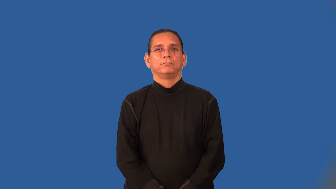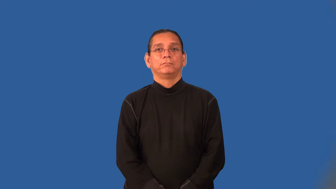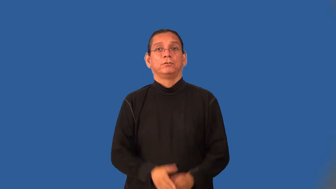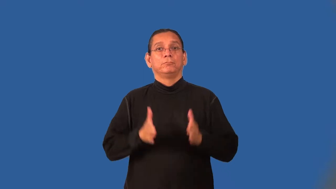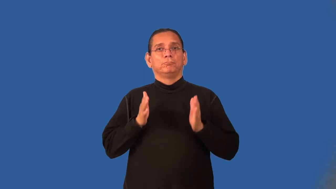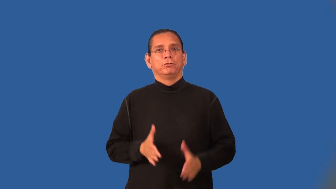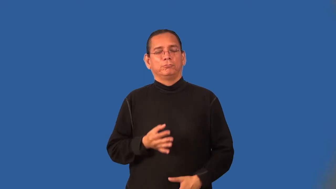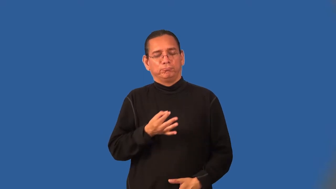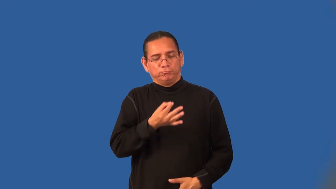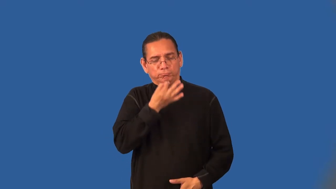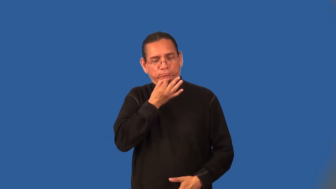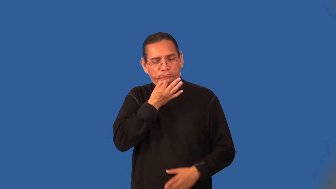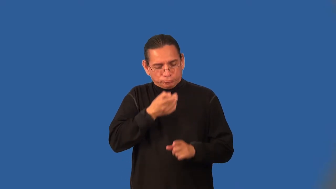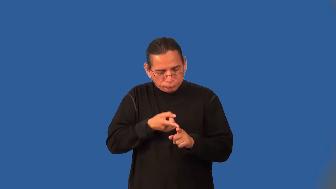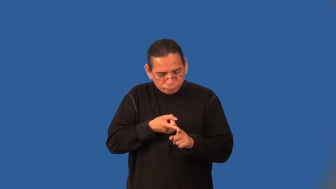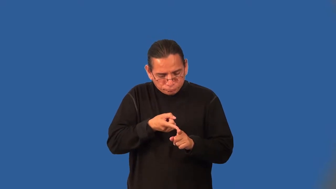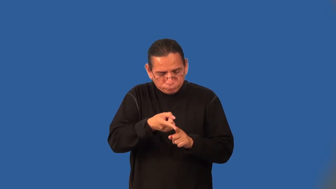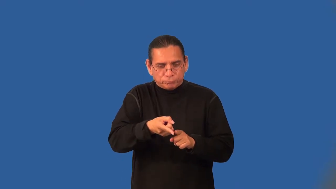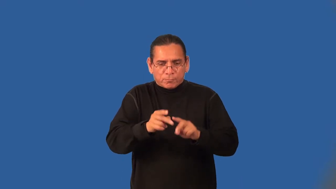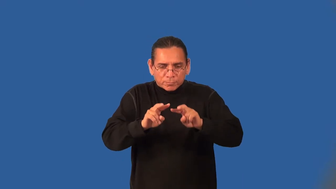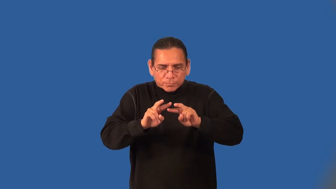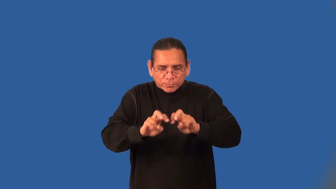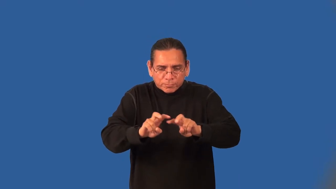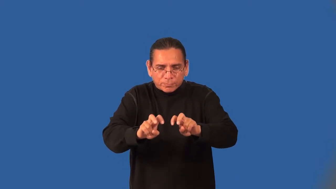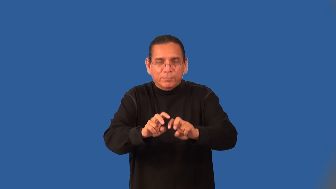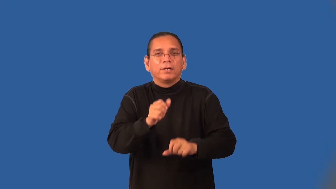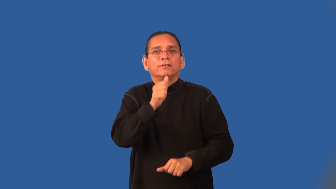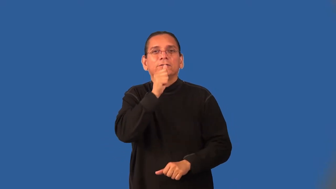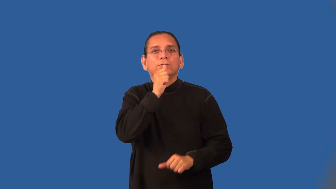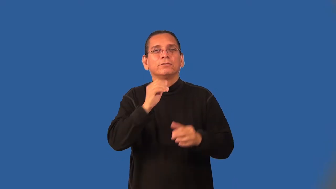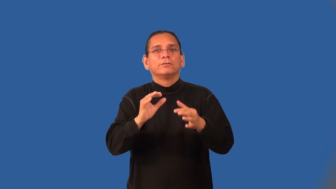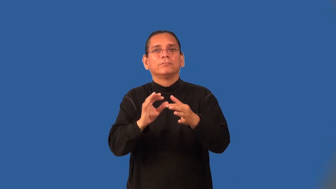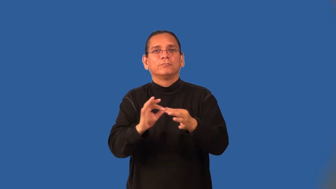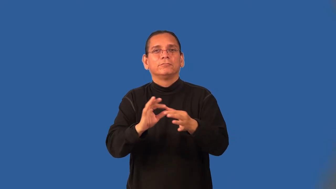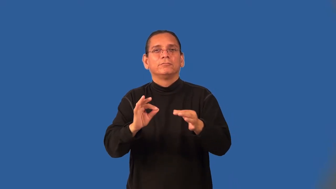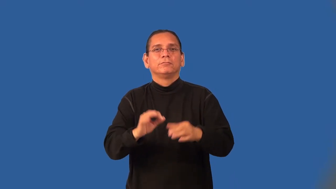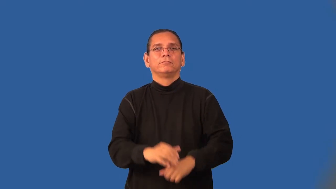decoder,decipherer